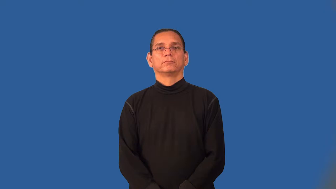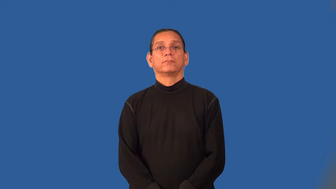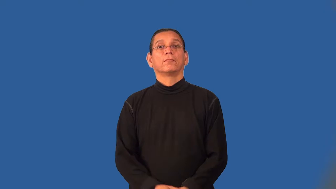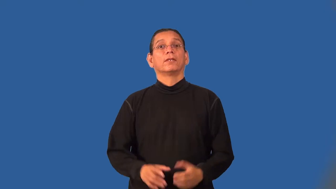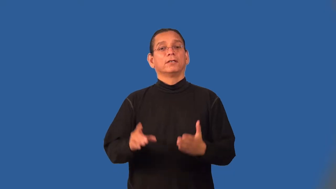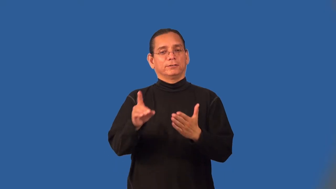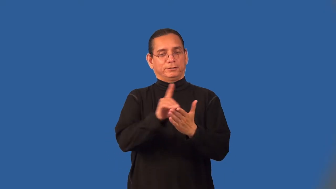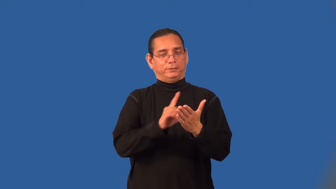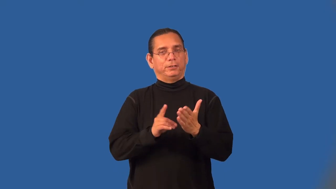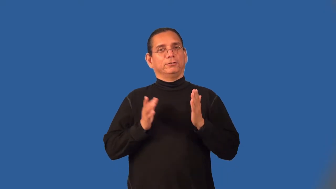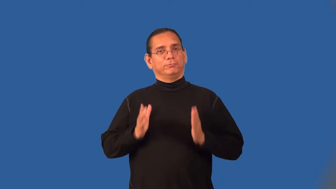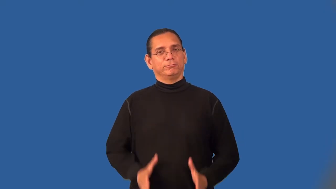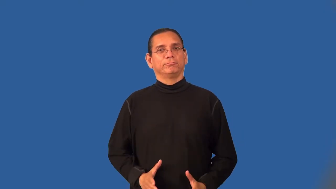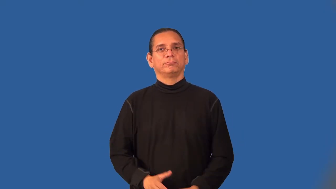designer